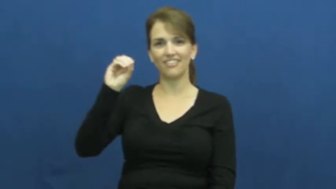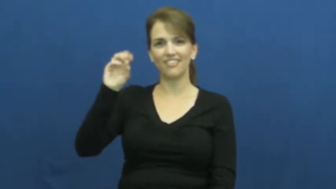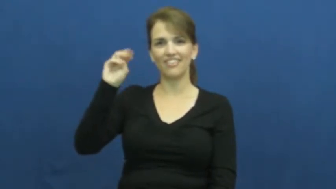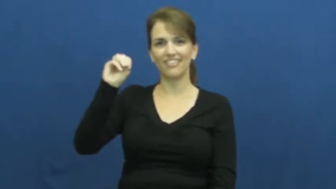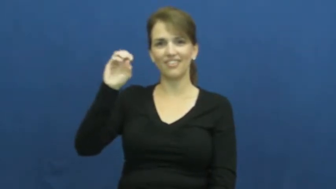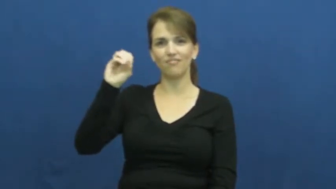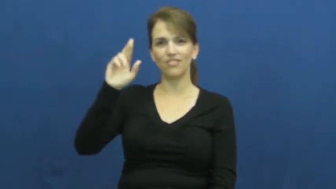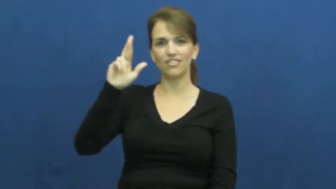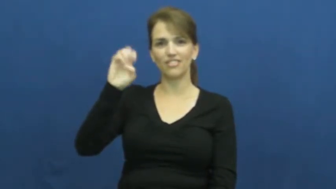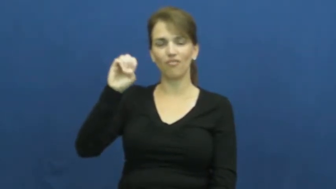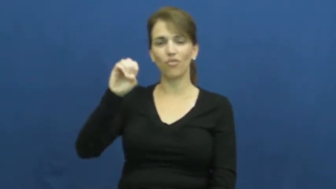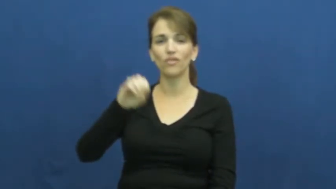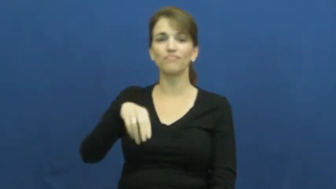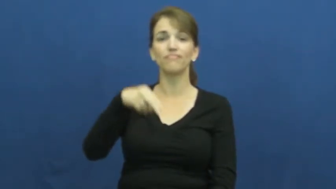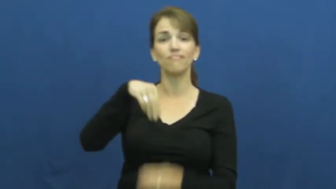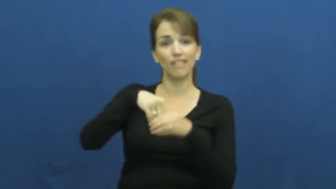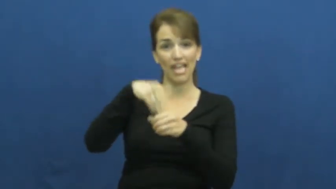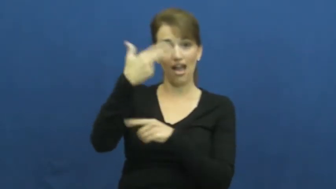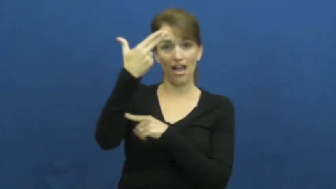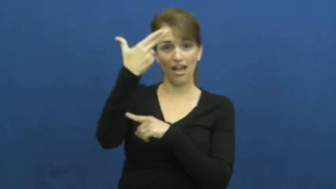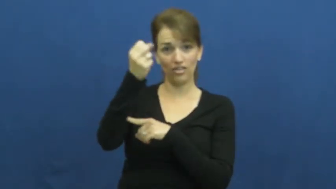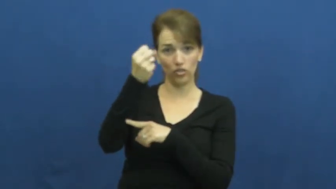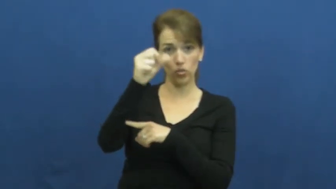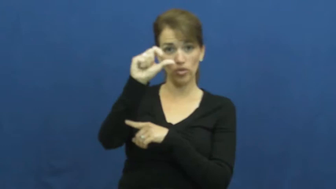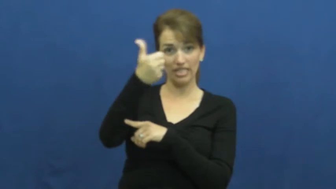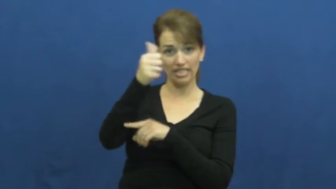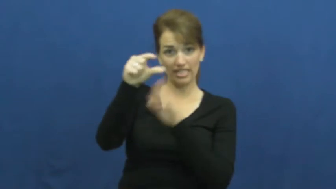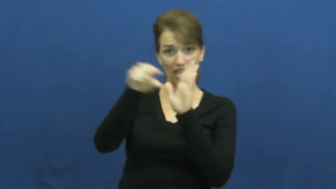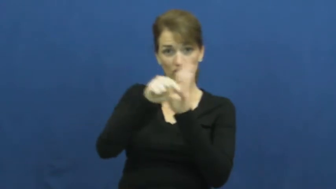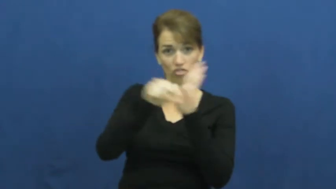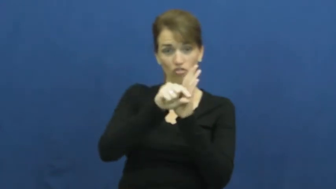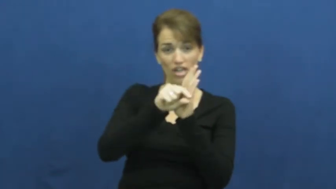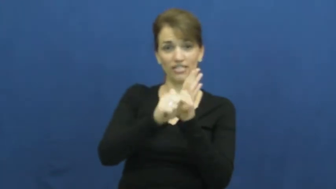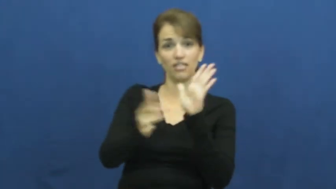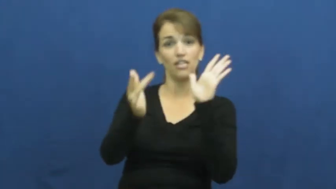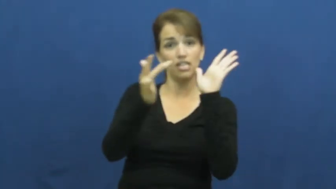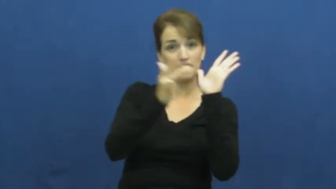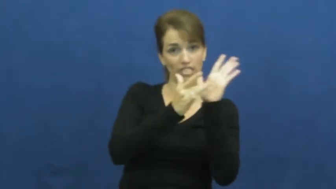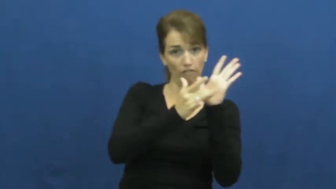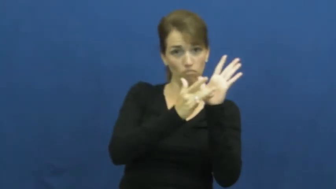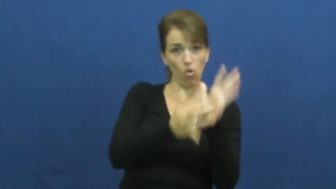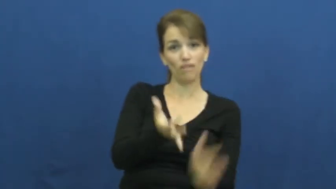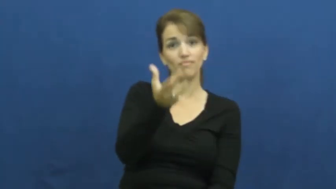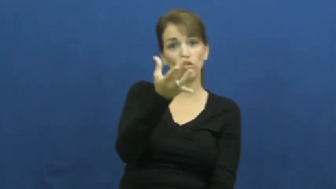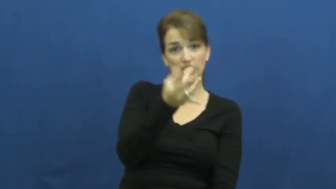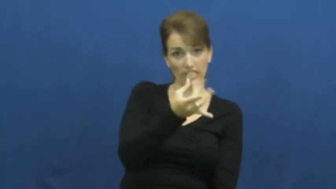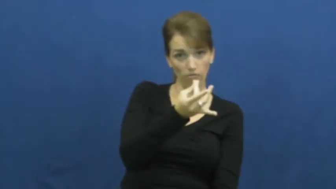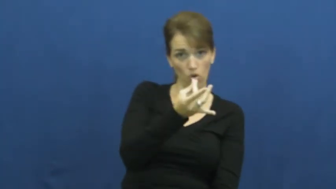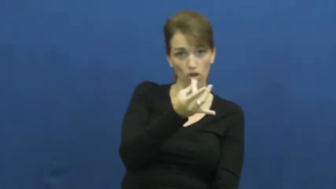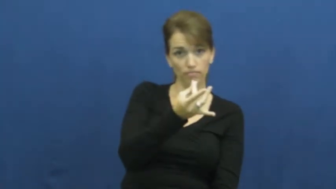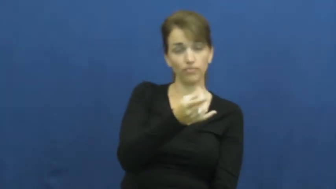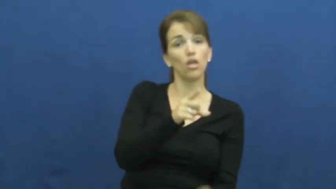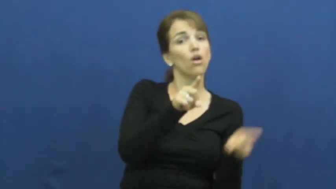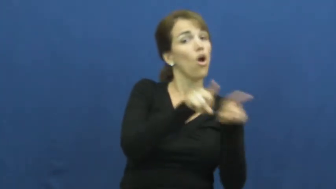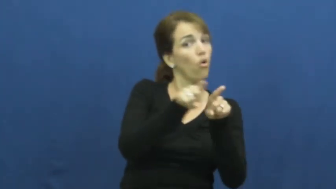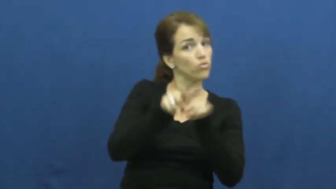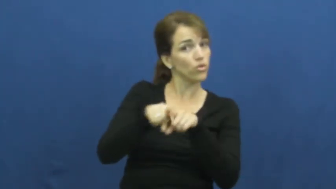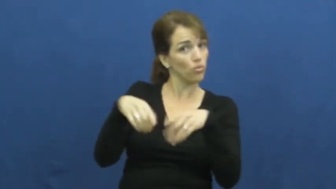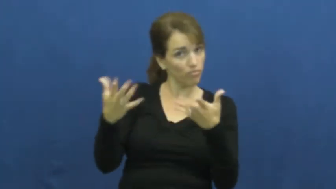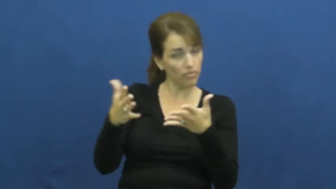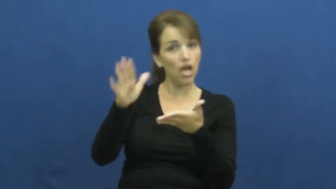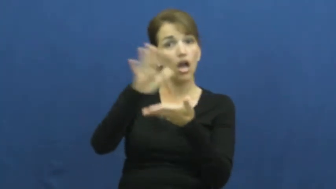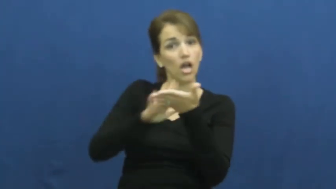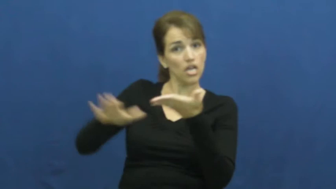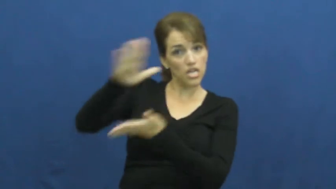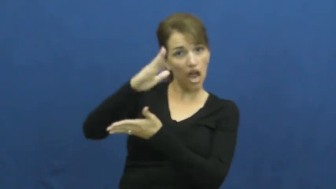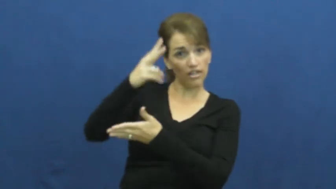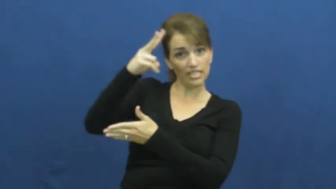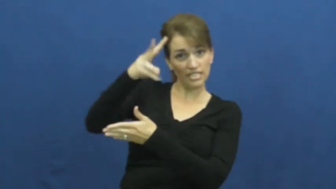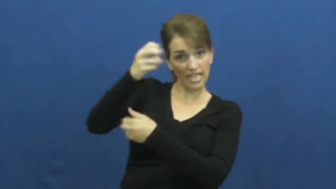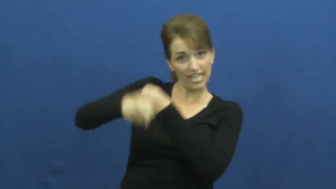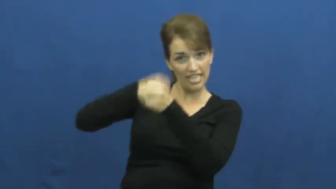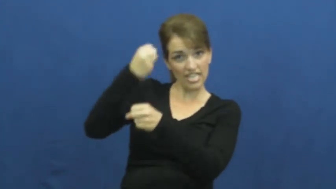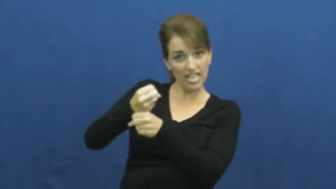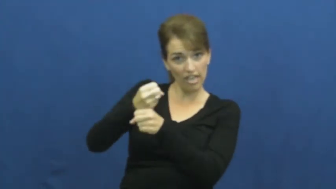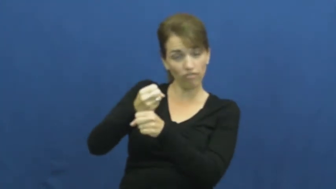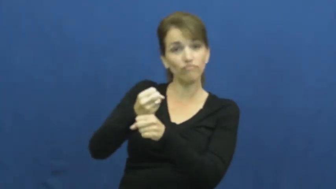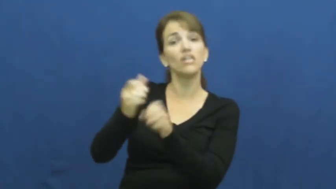sophomore